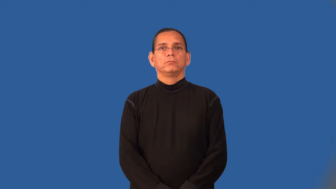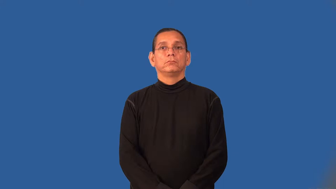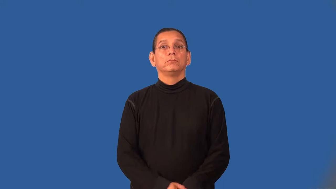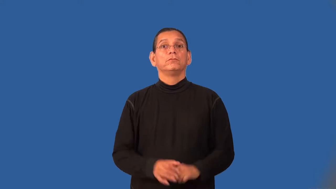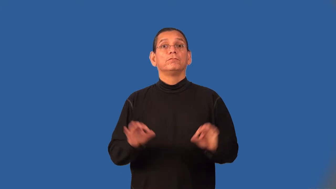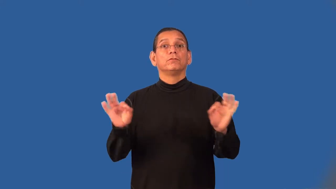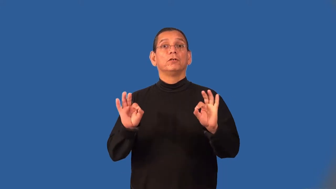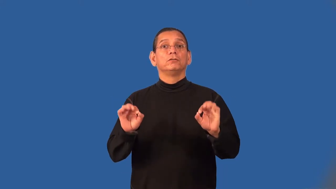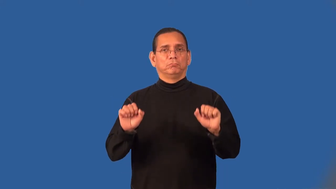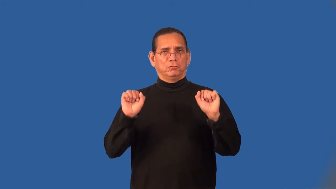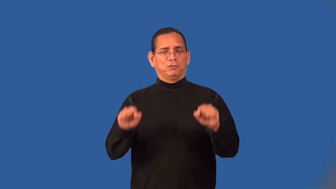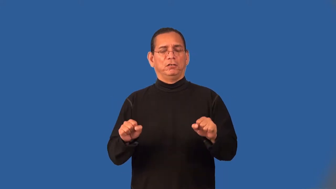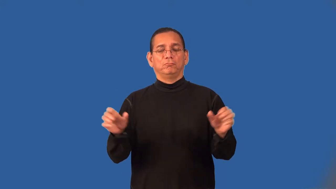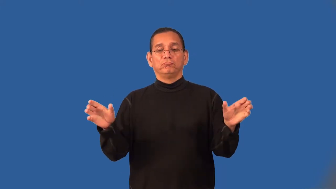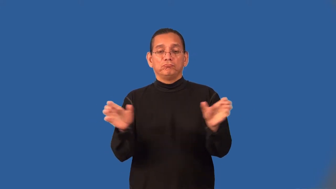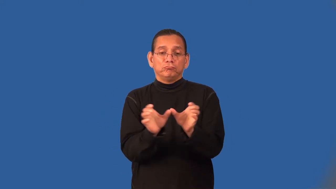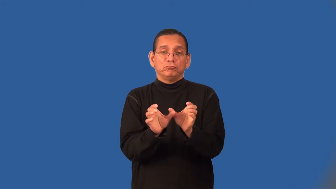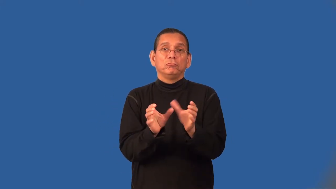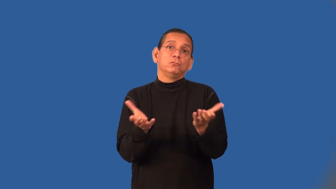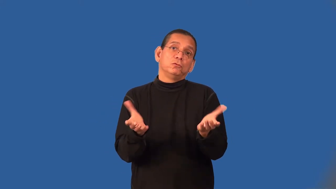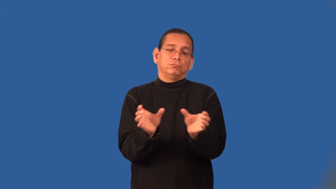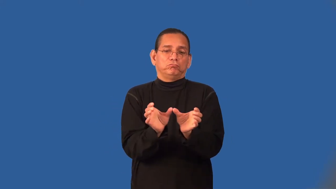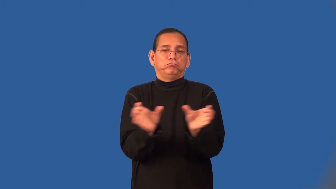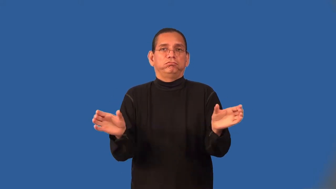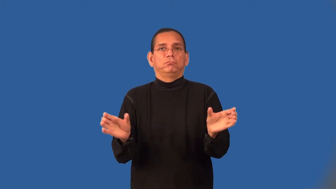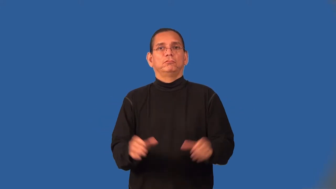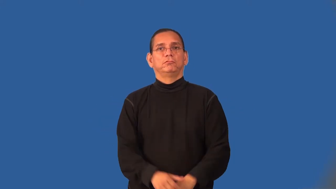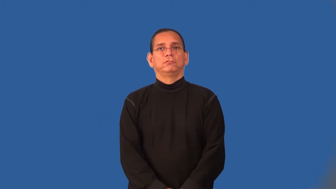unit-furniture